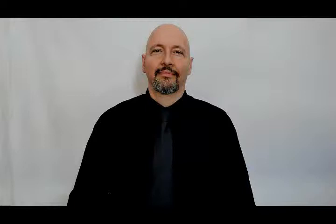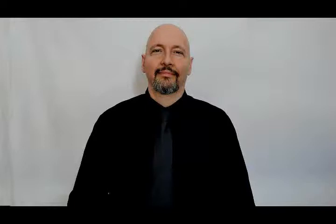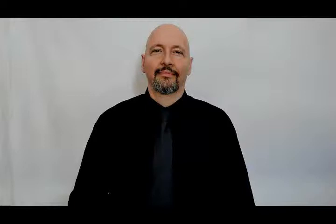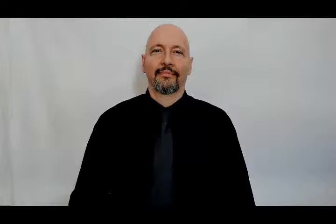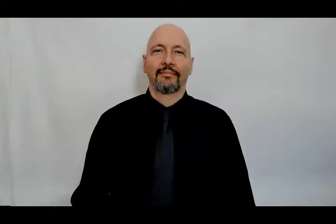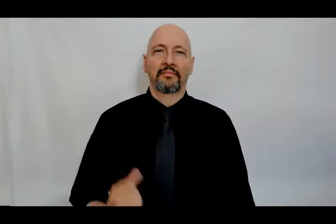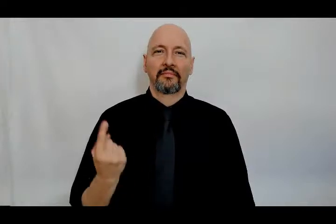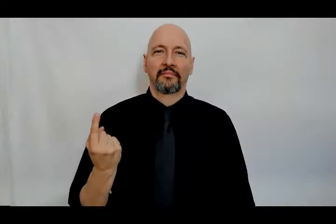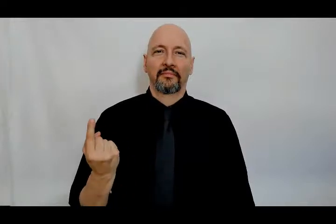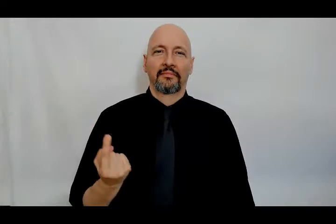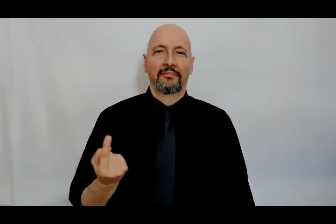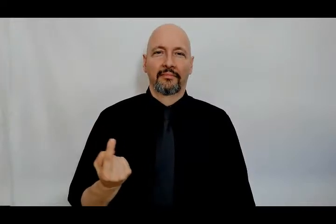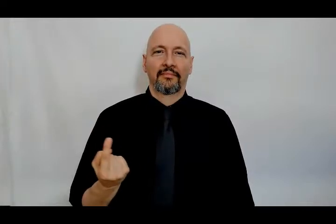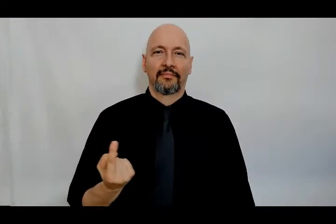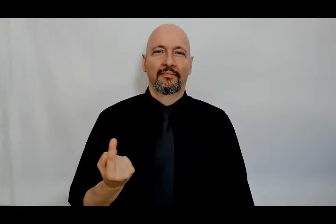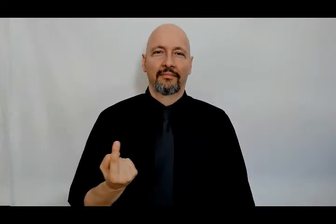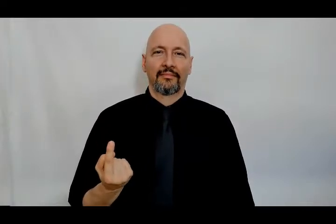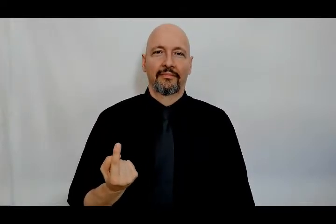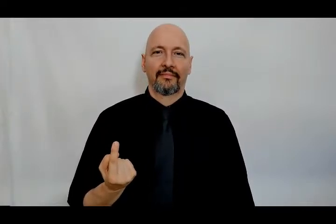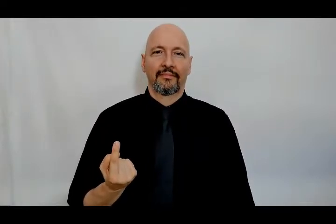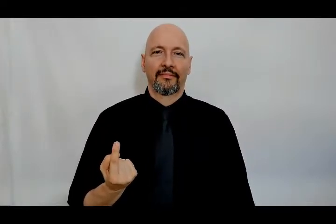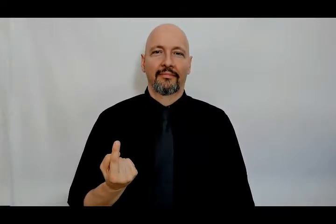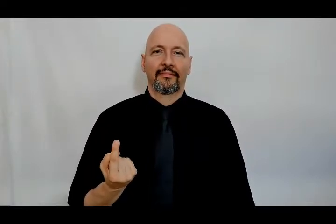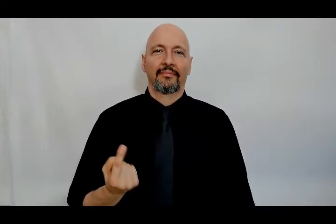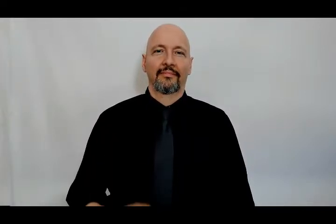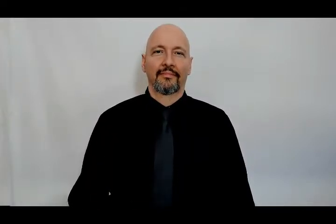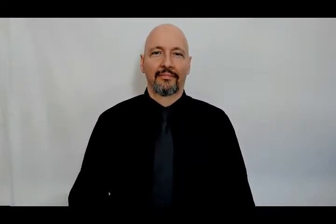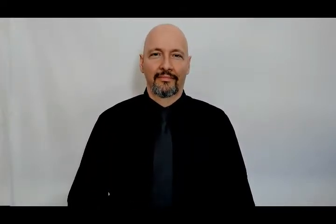someone/something/single